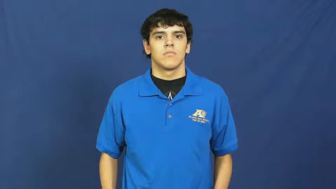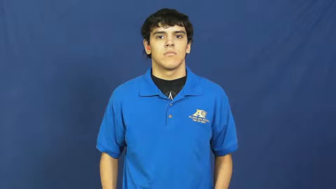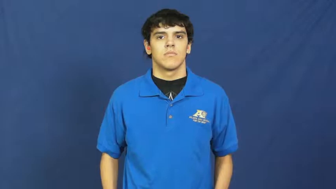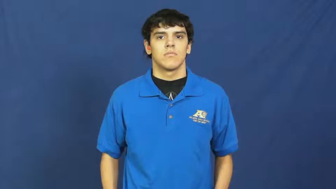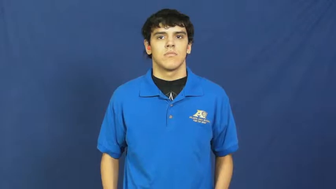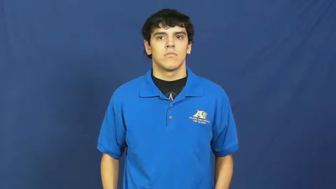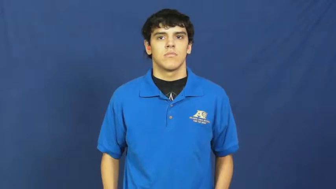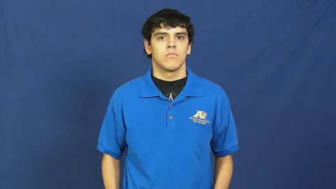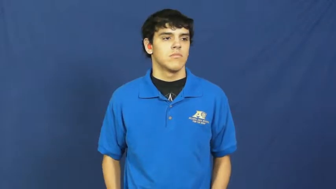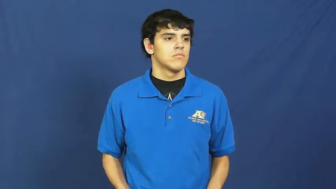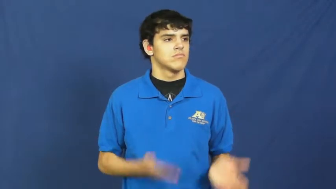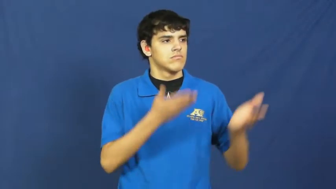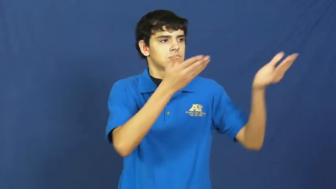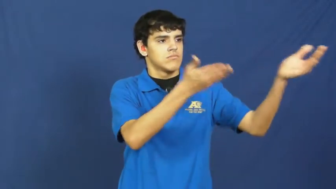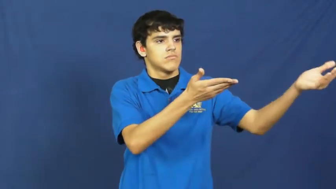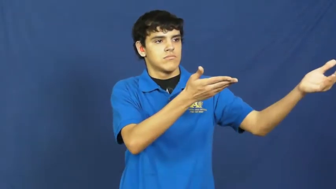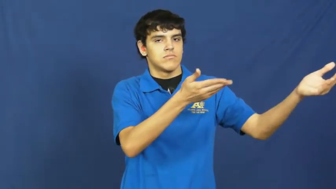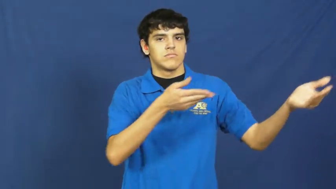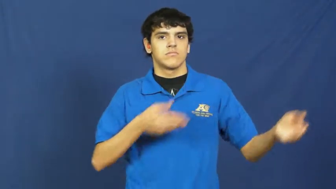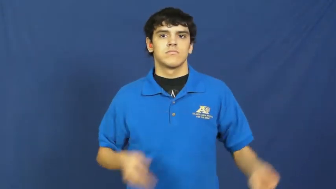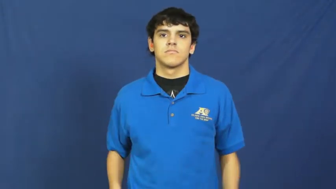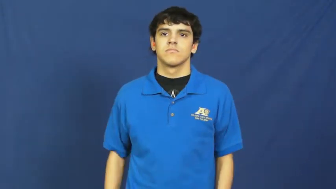put to-propose